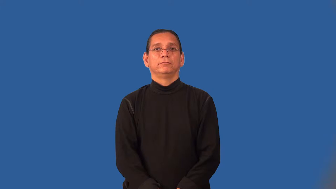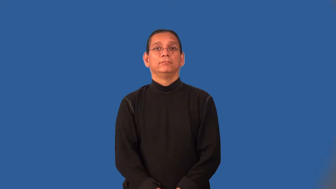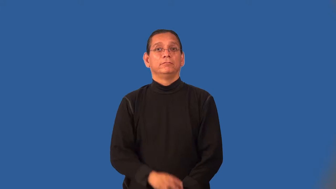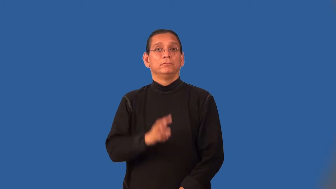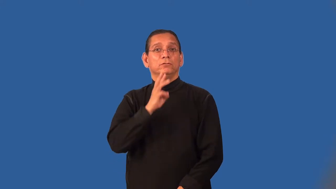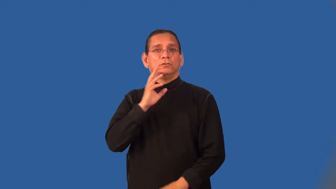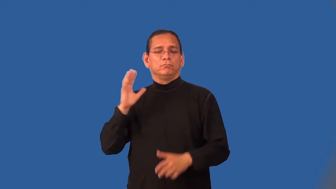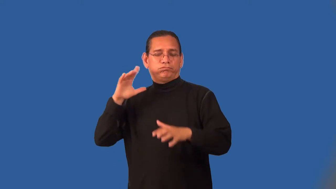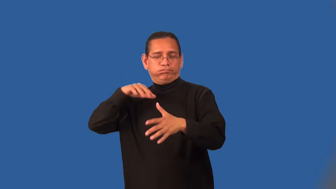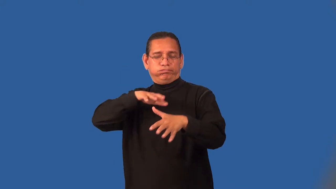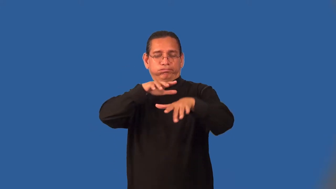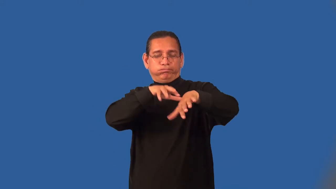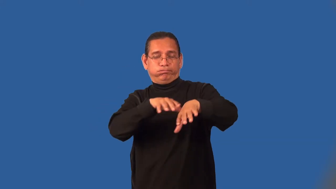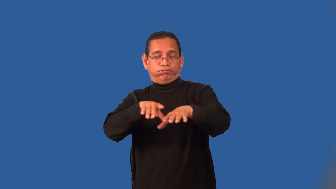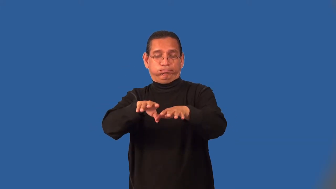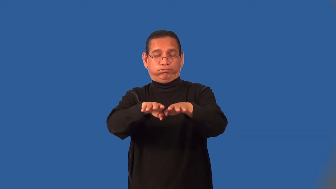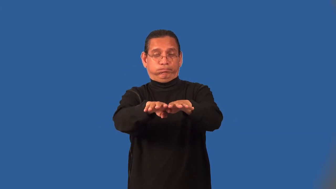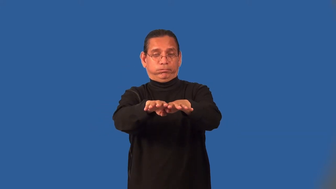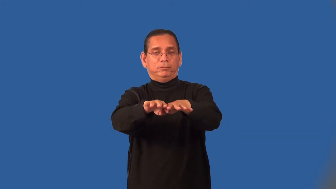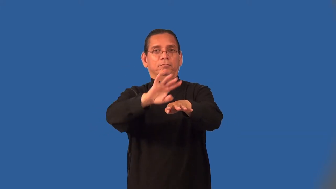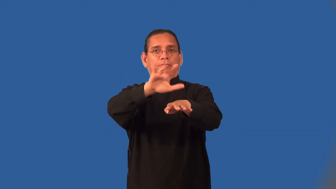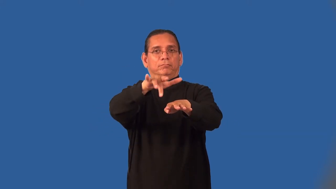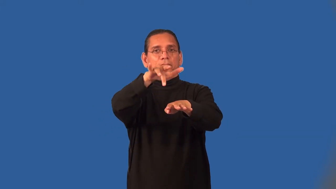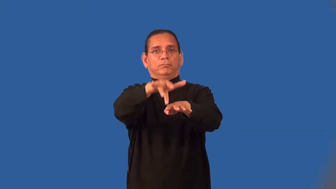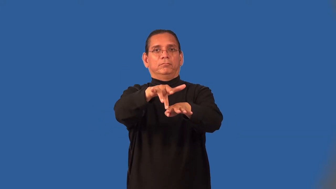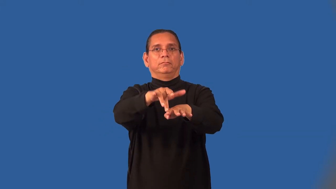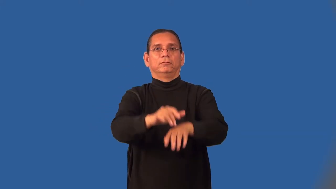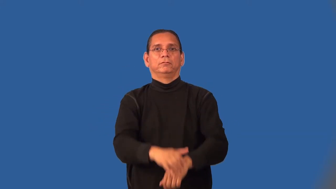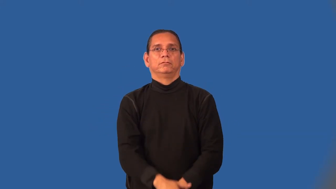midstream-mid-river